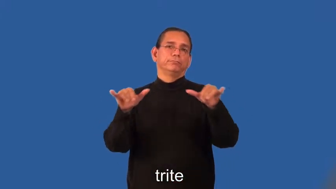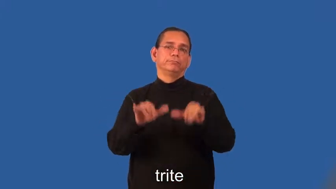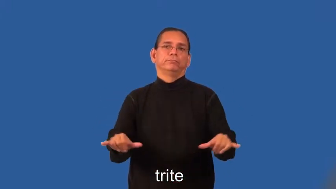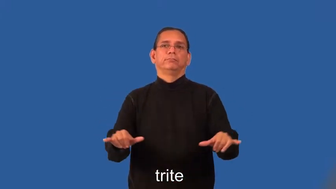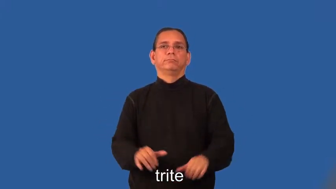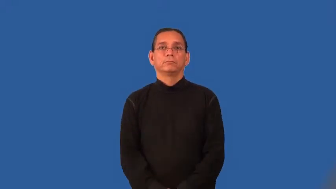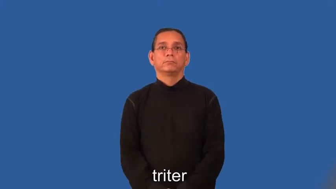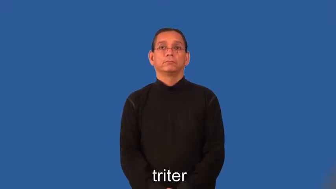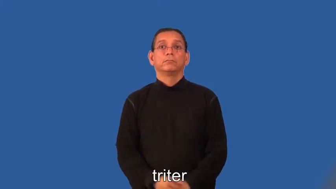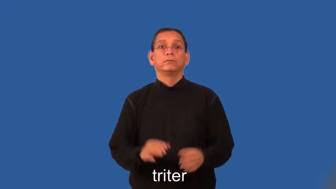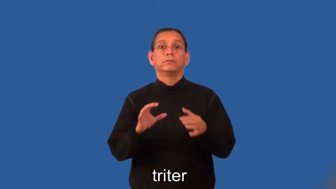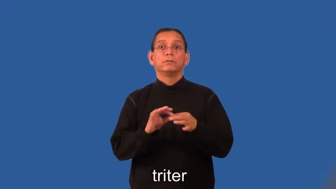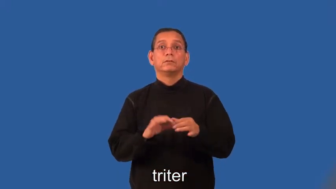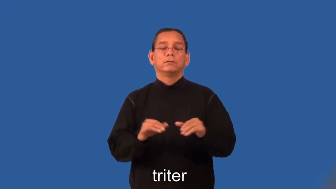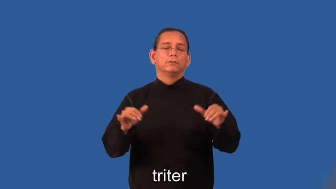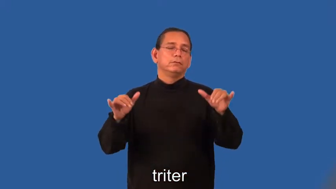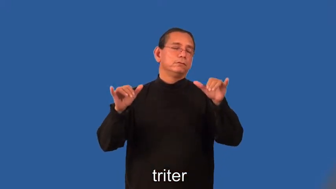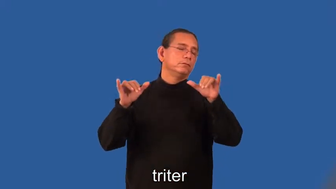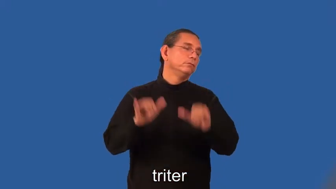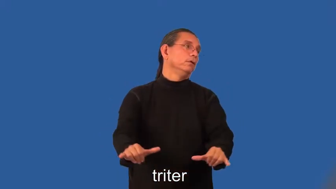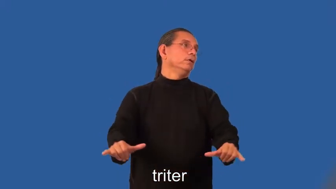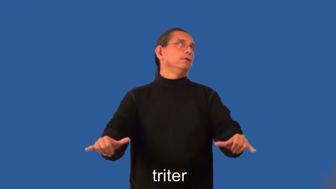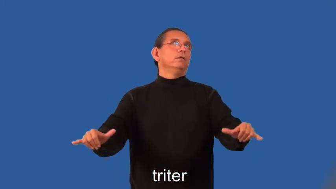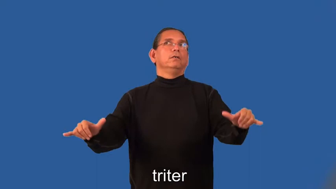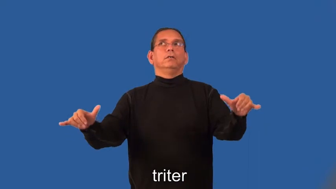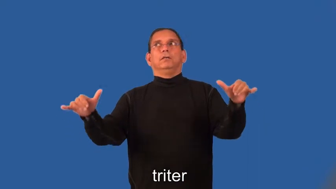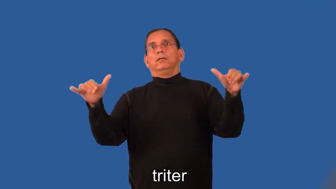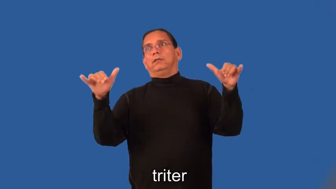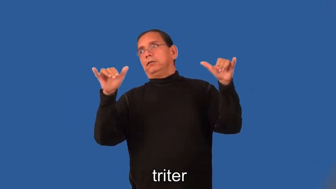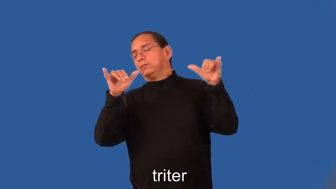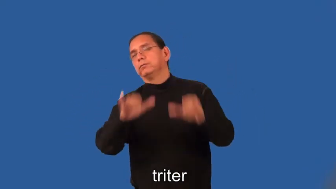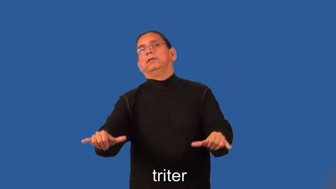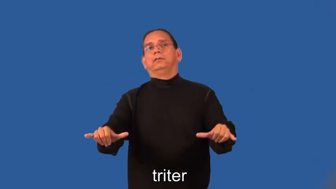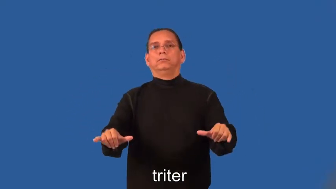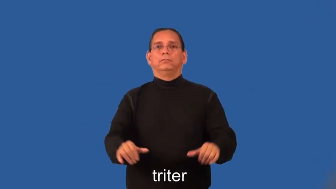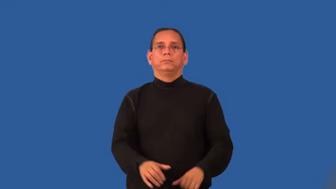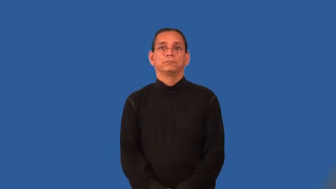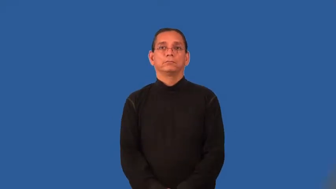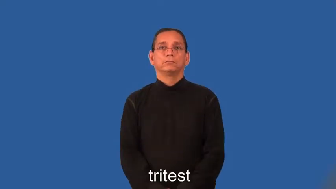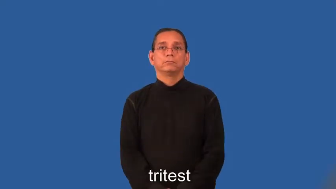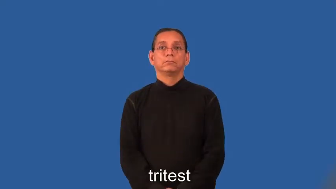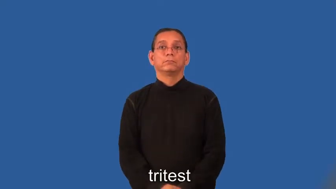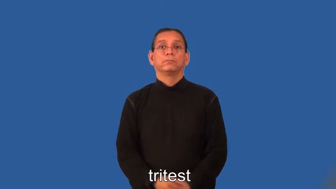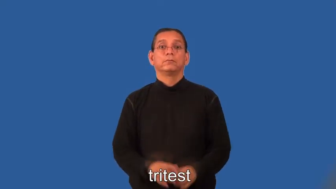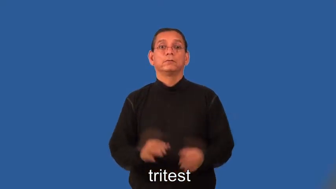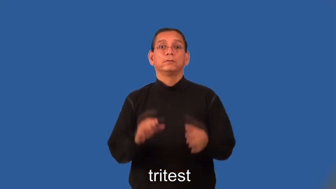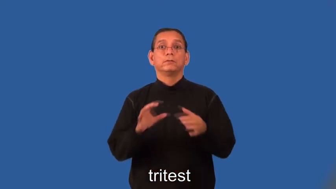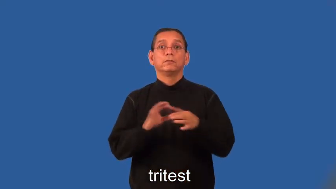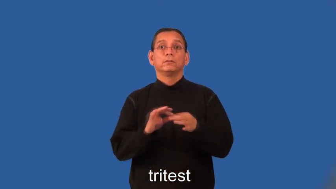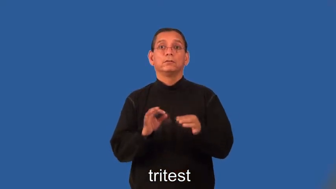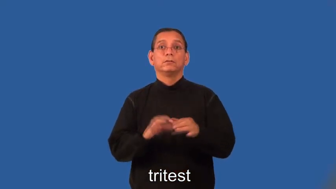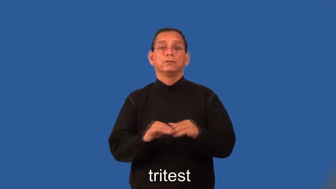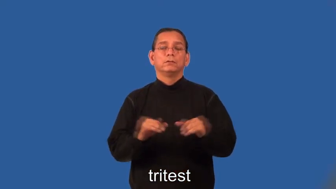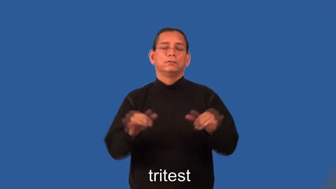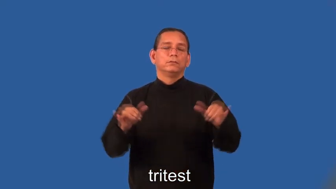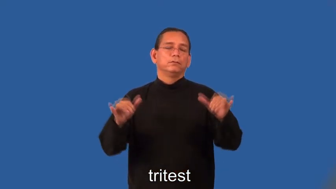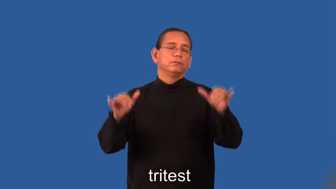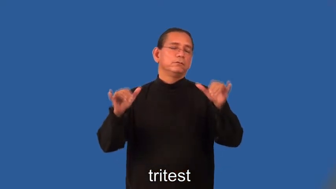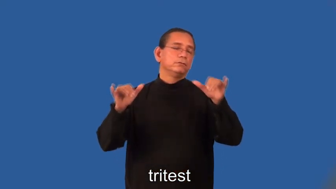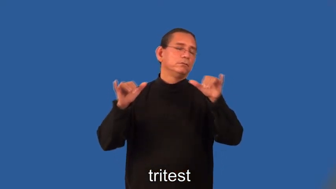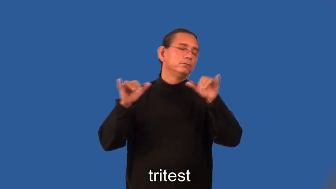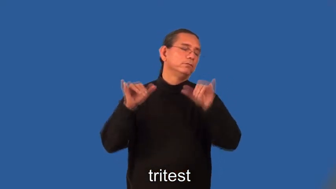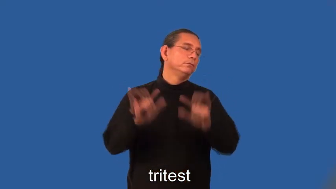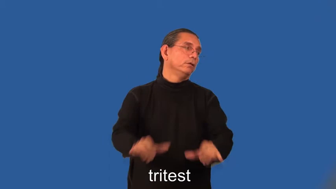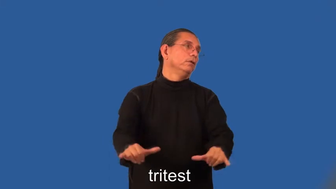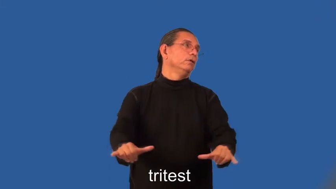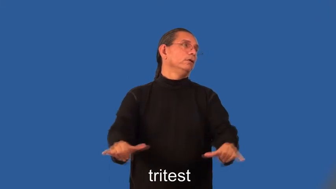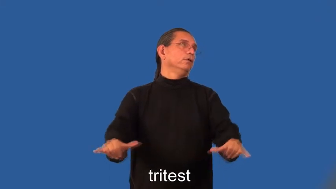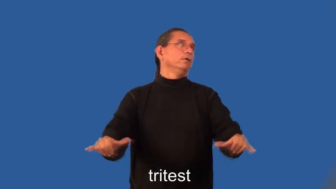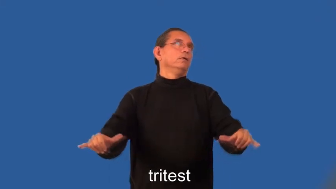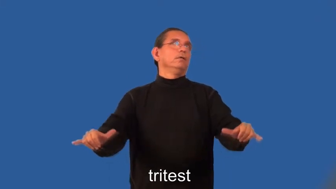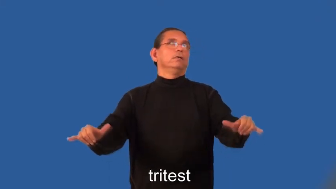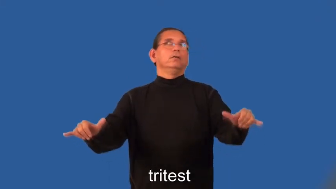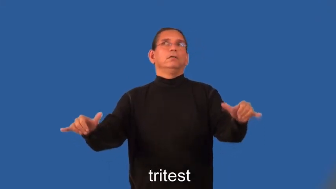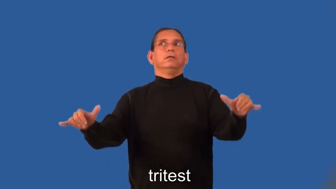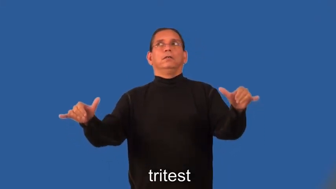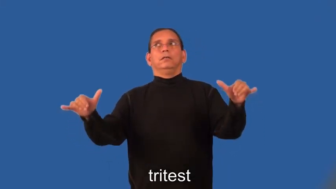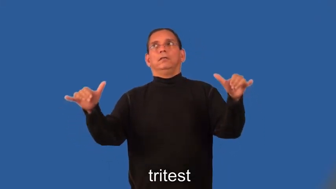triter,tritest